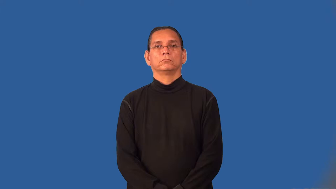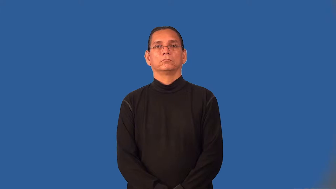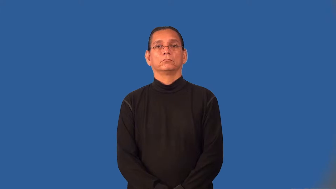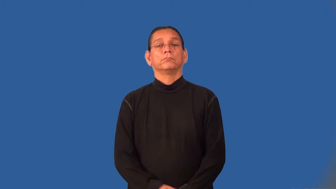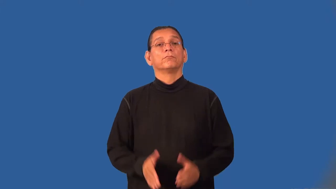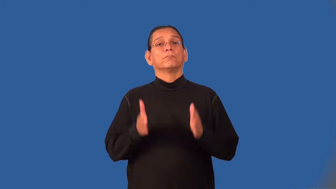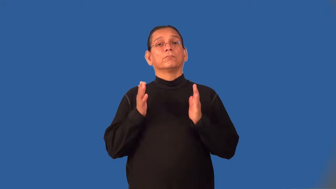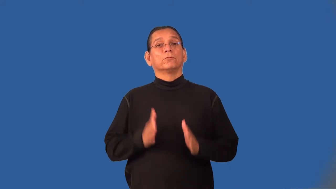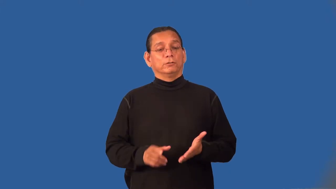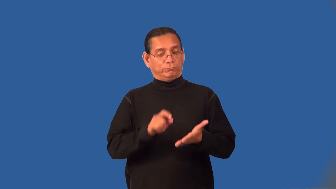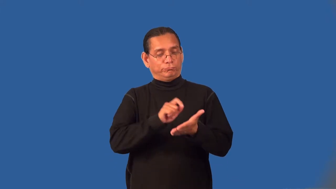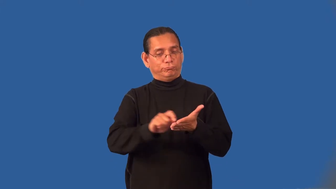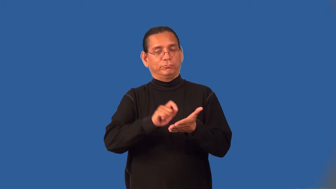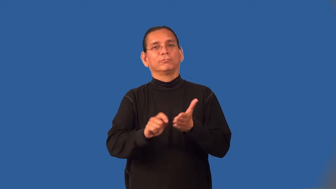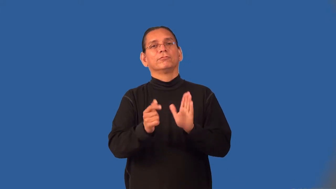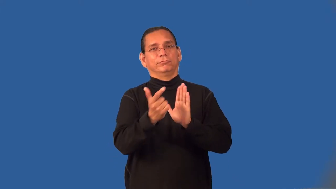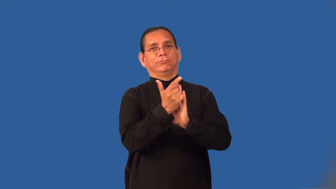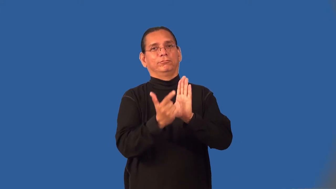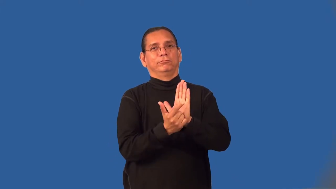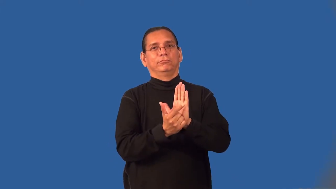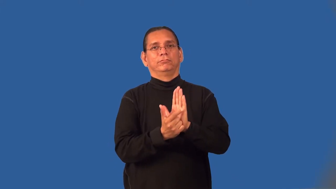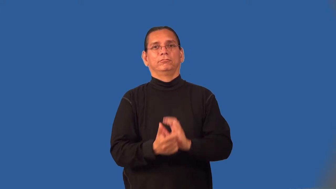lawgiver